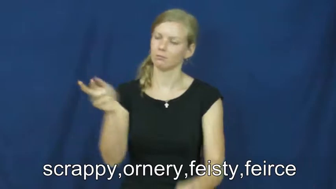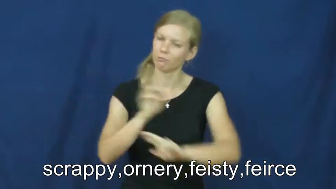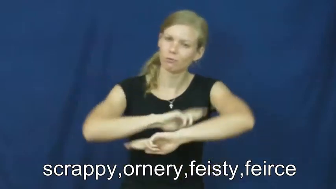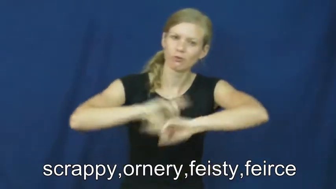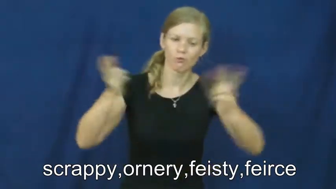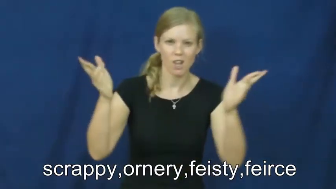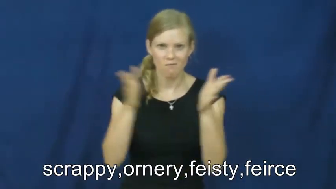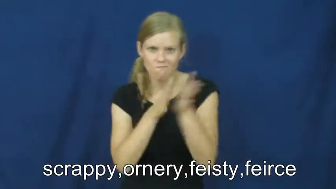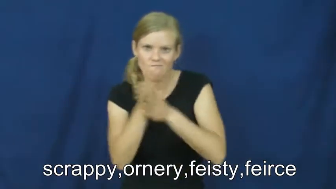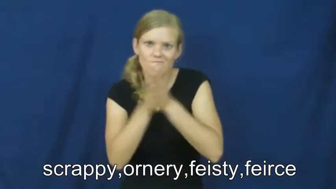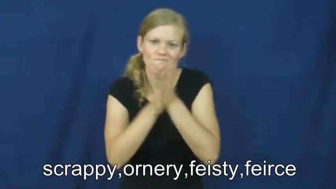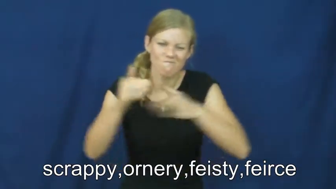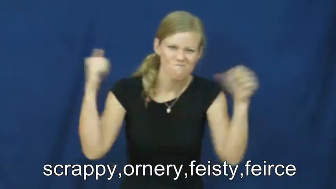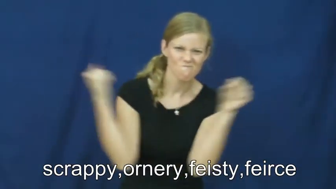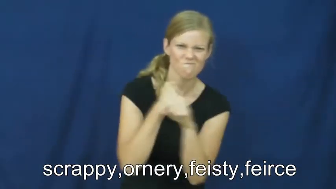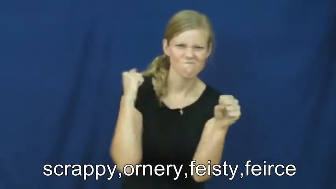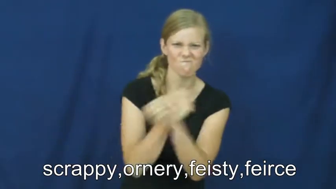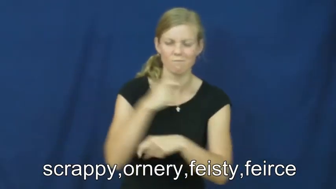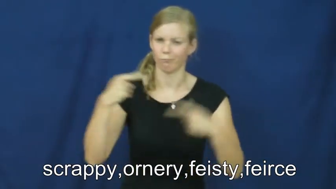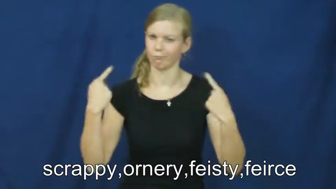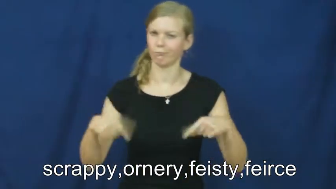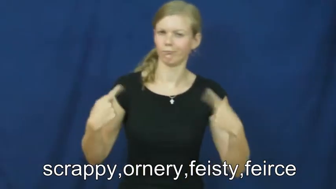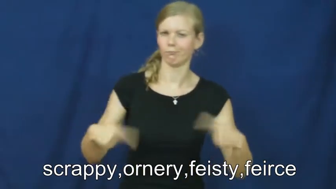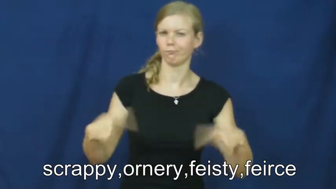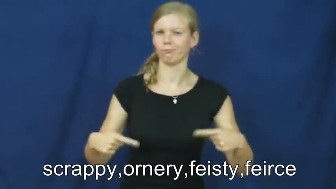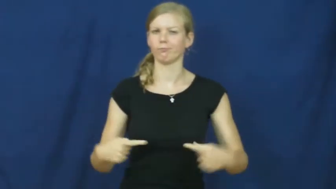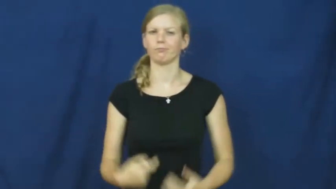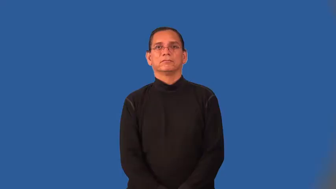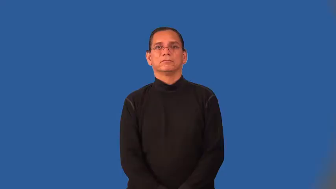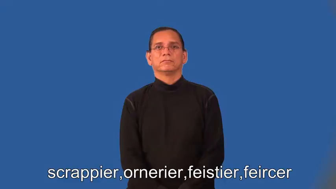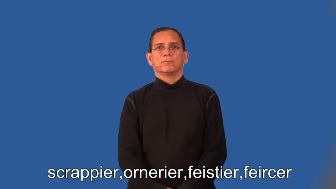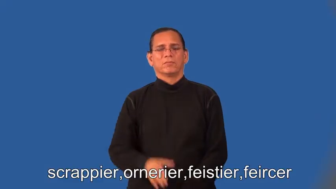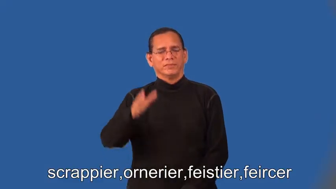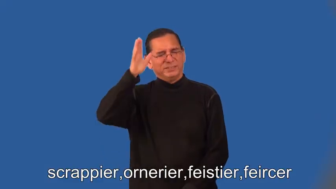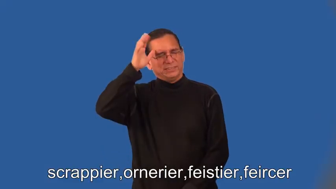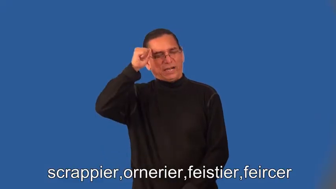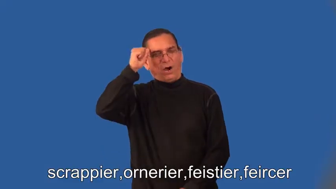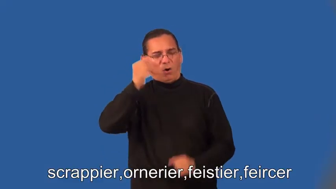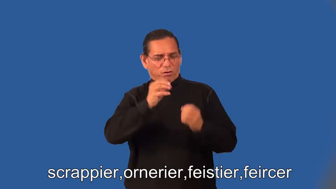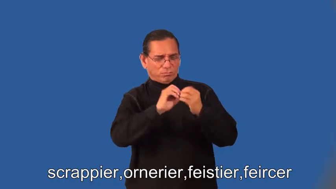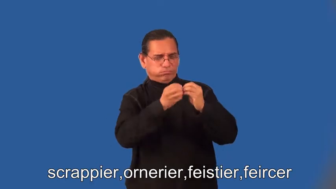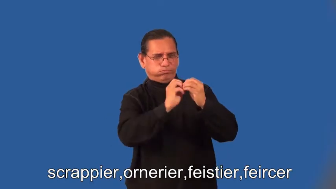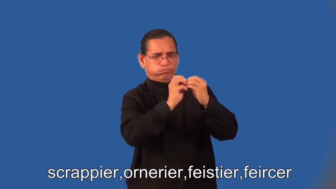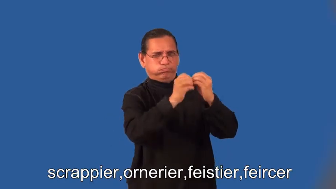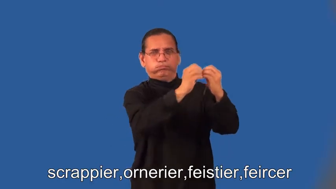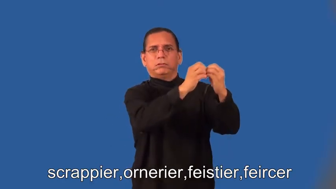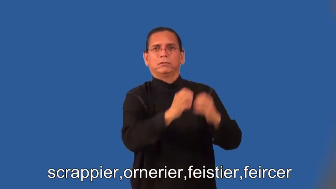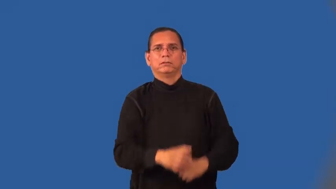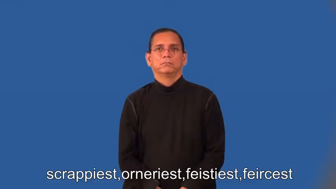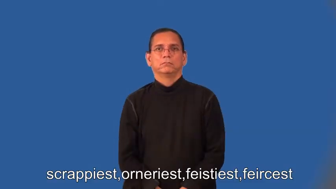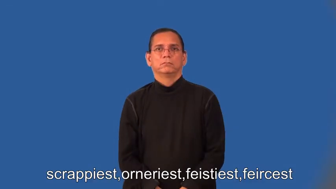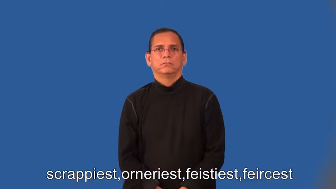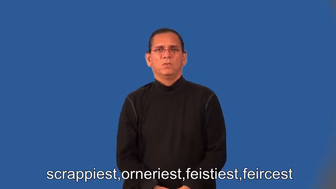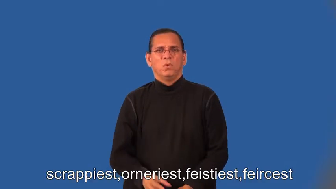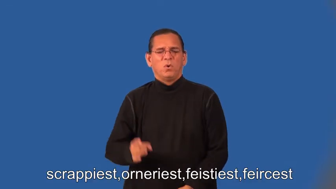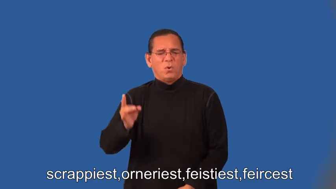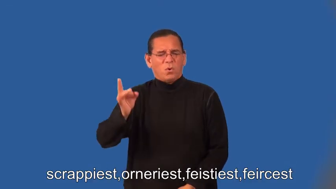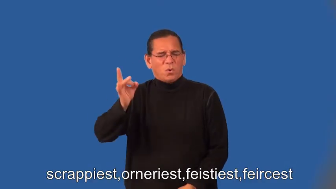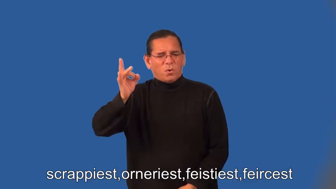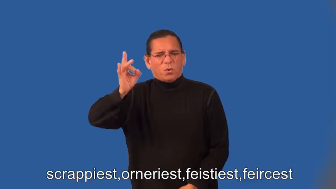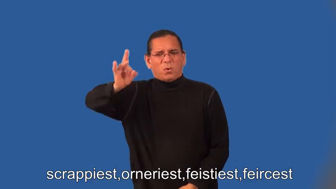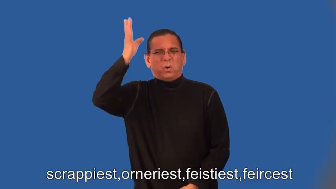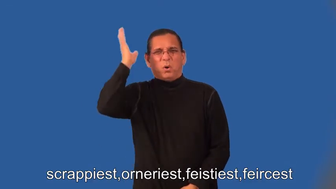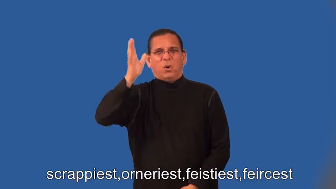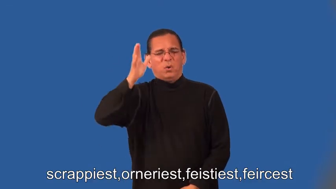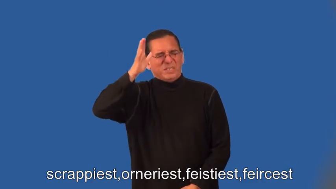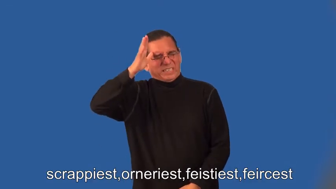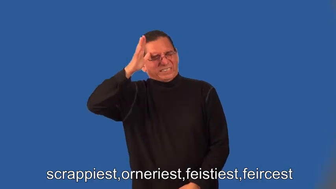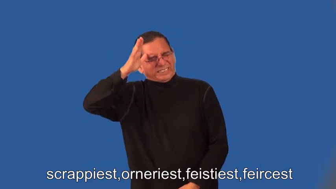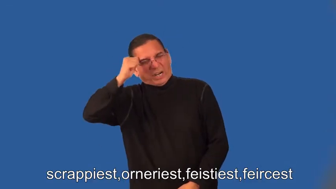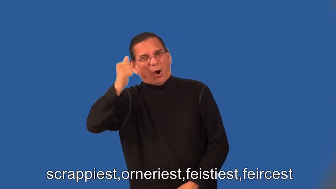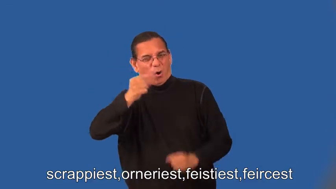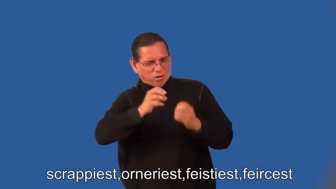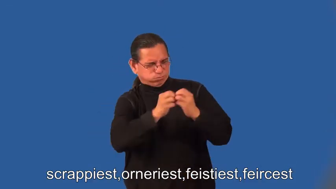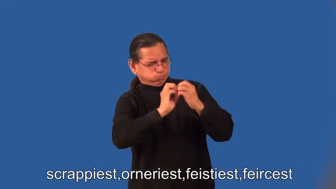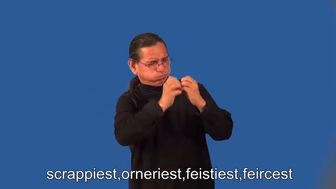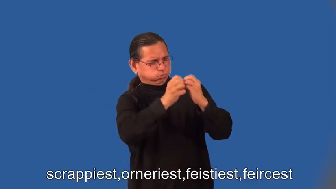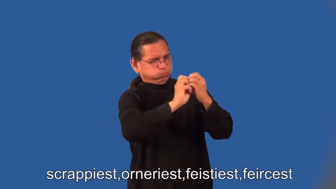scrappier,ornerier,feistier,feircer,scrappiest,orneriest,feistiest,feircest